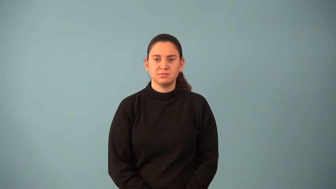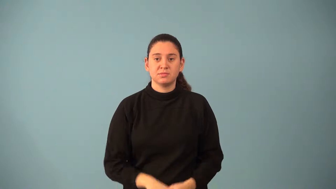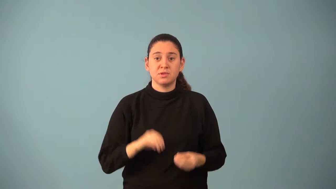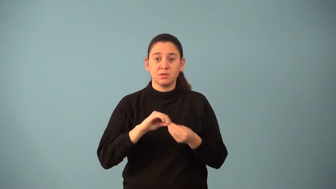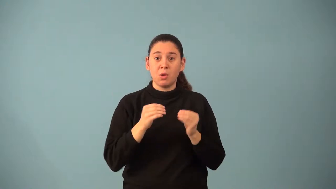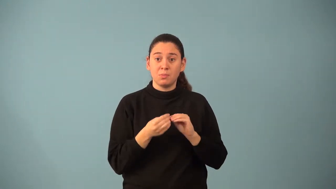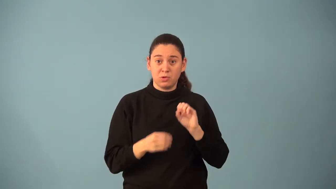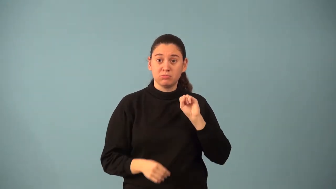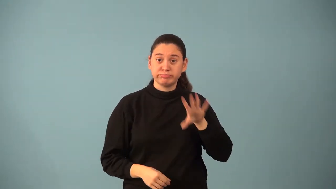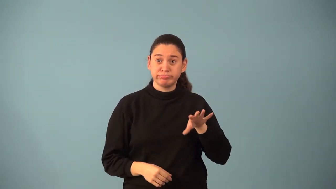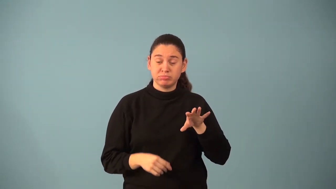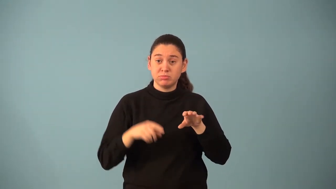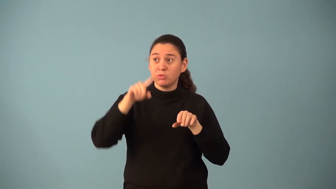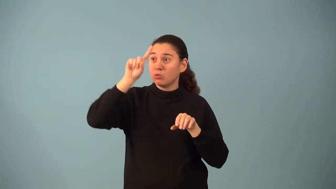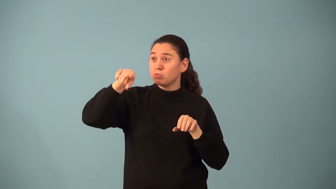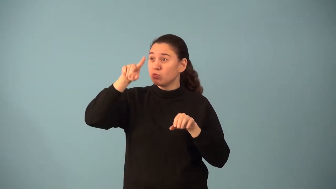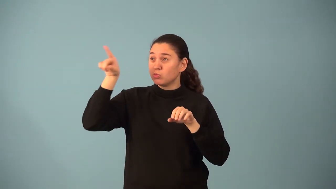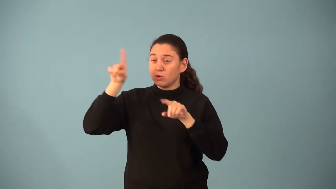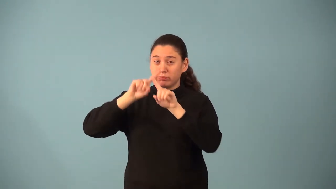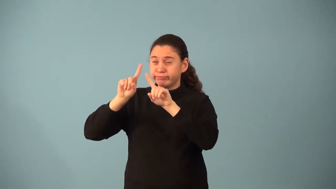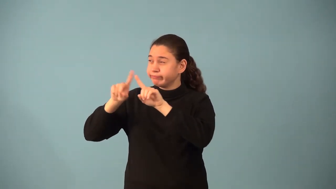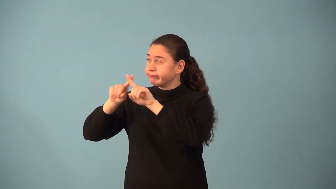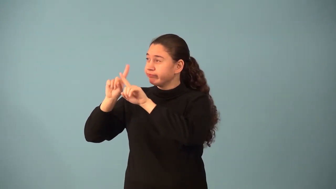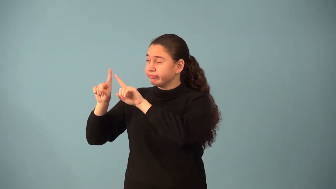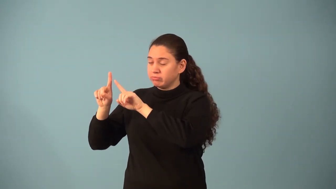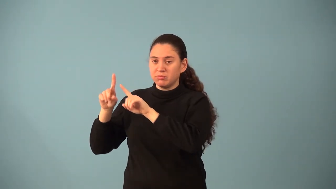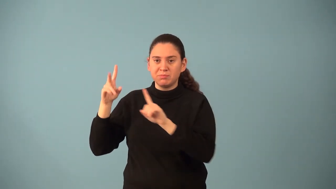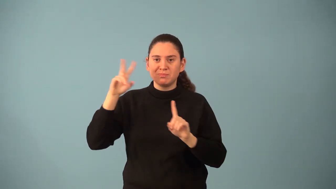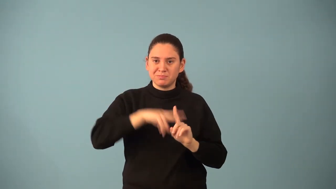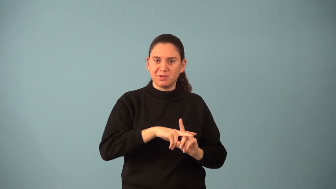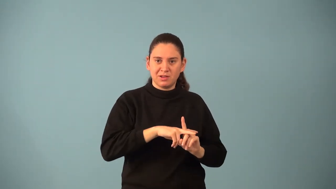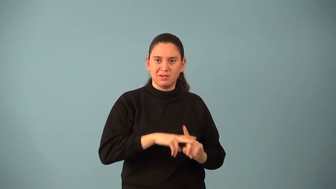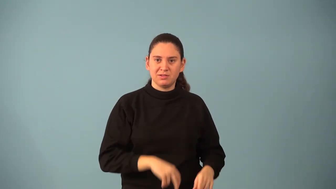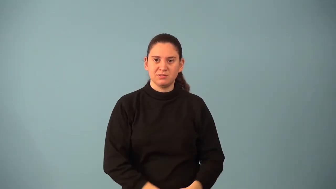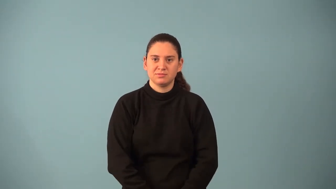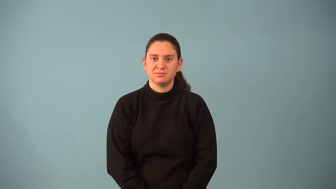nth root